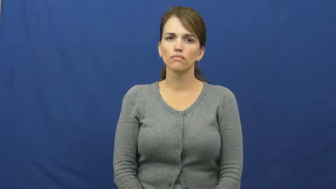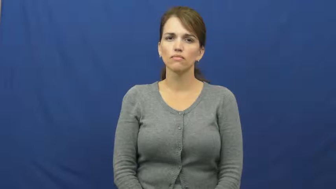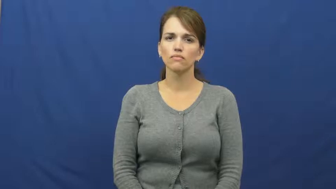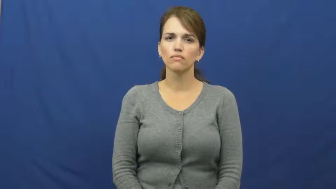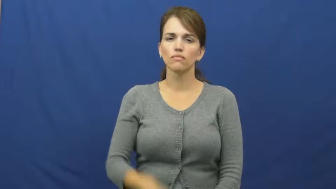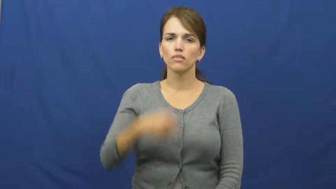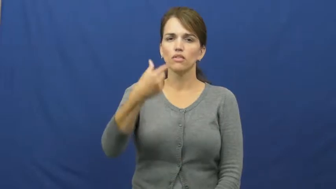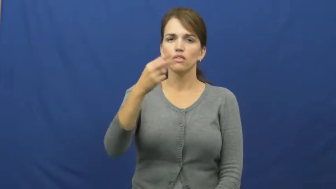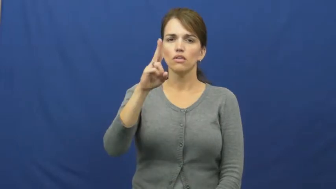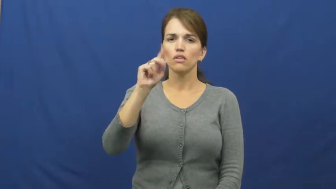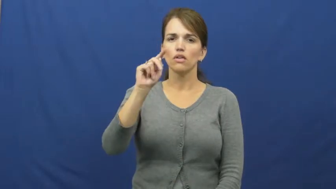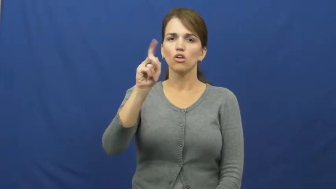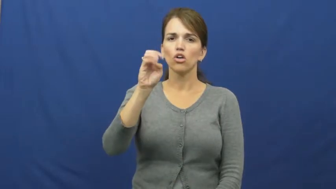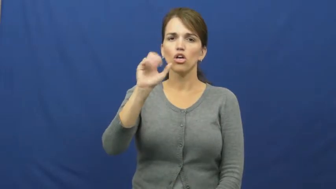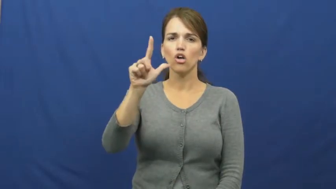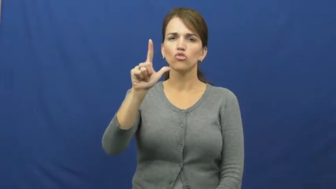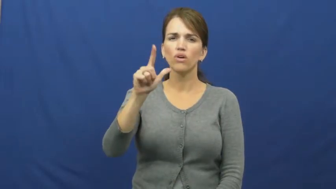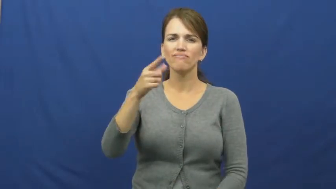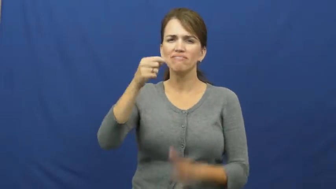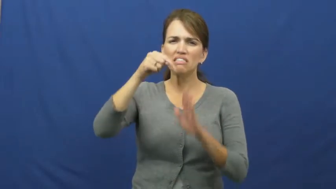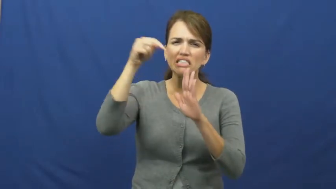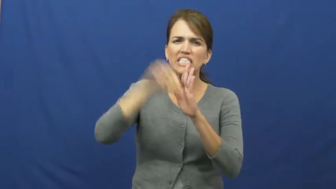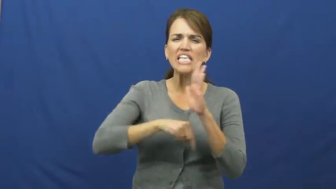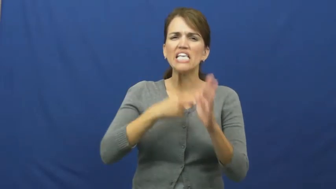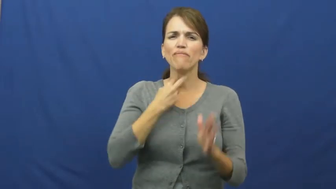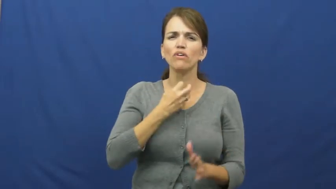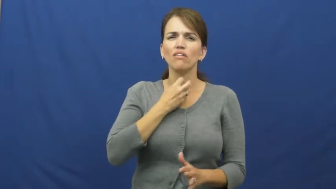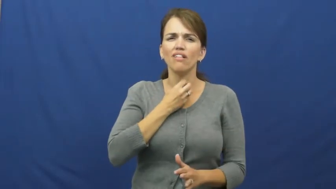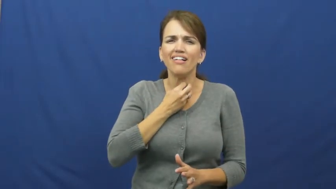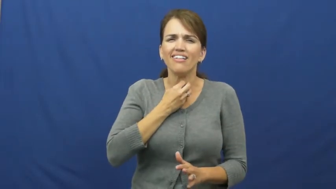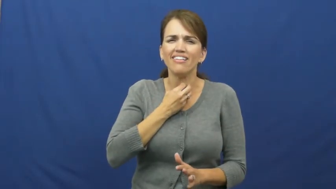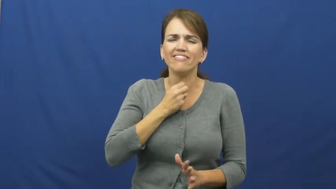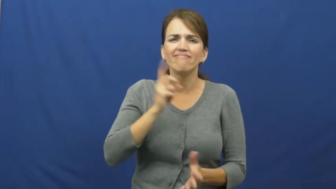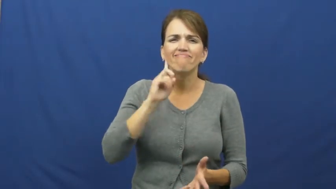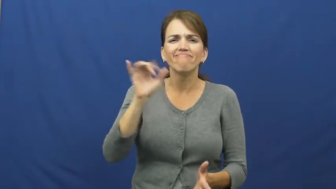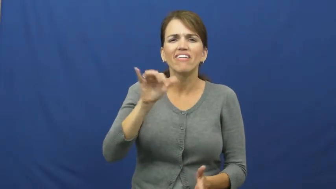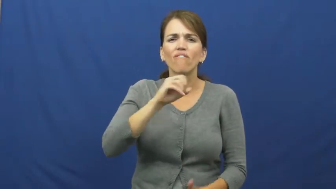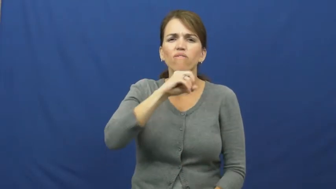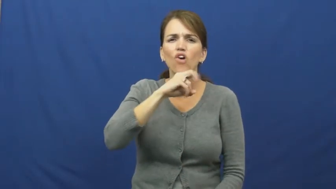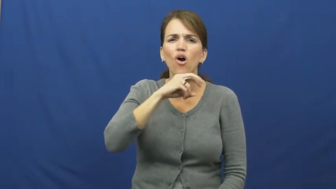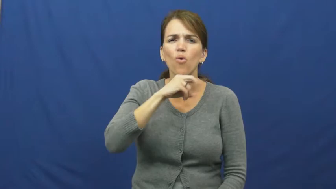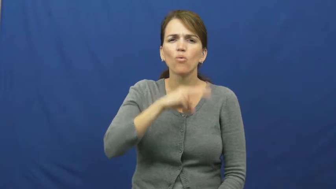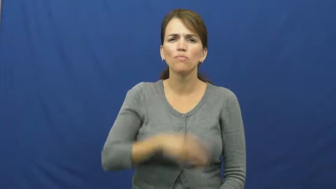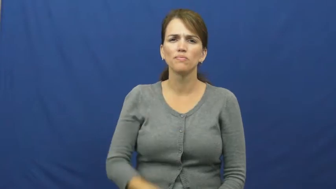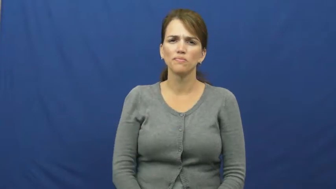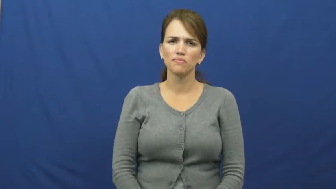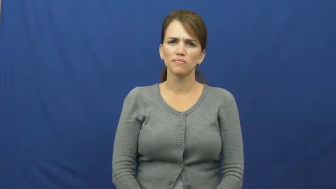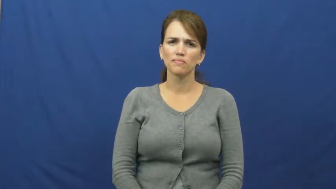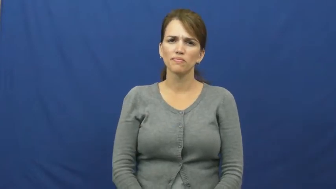guttural